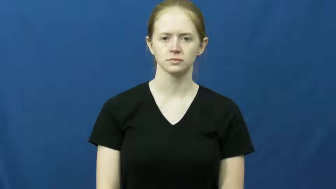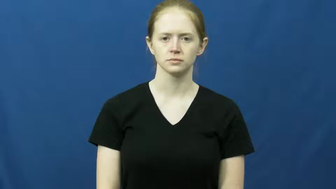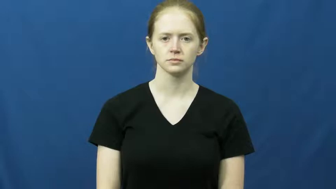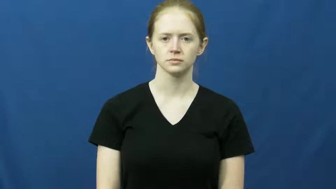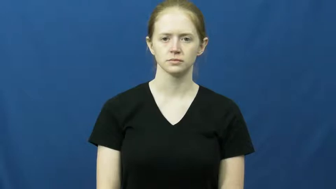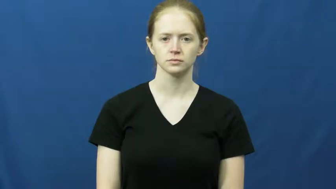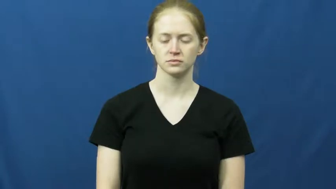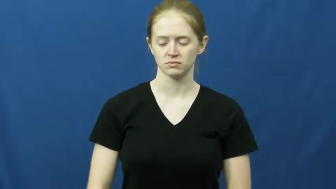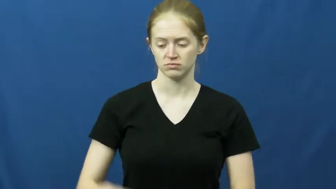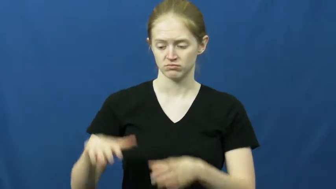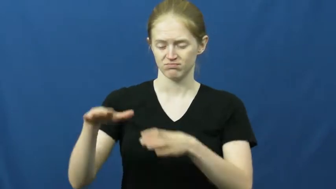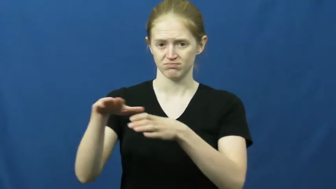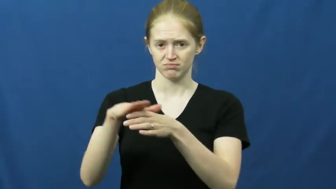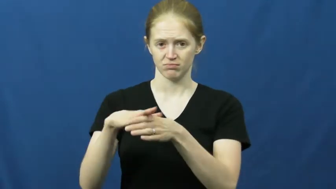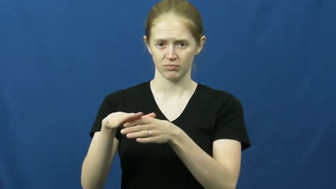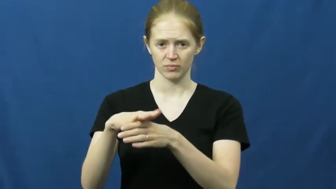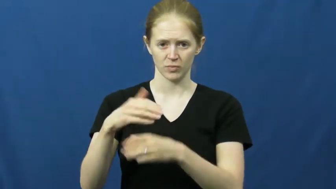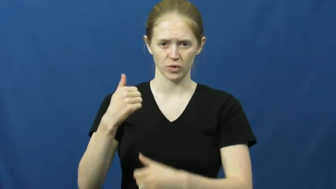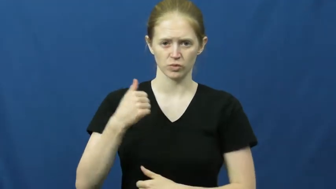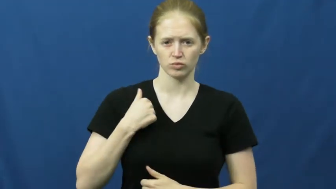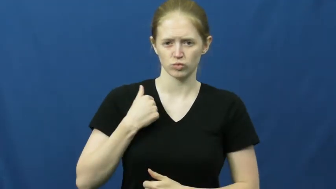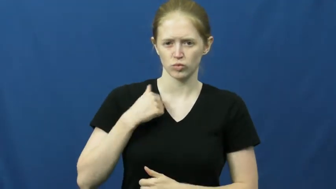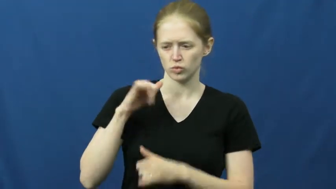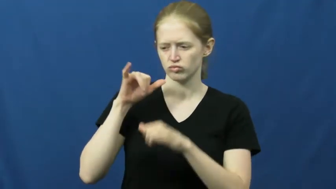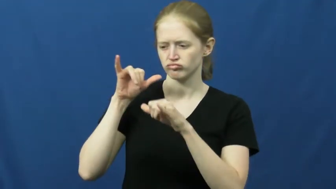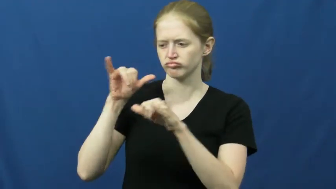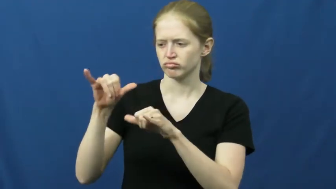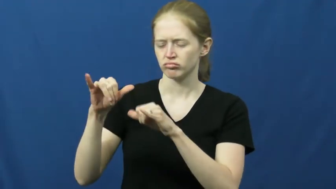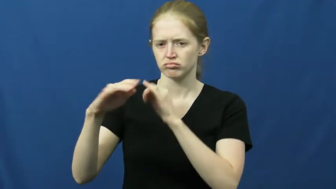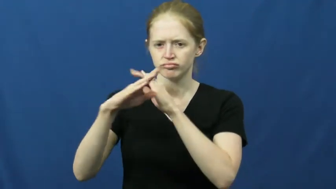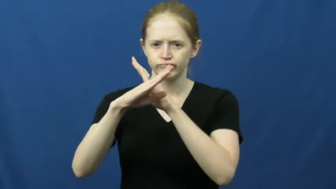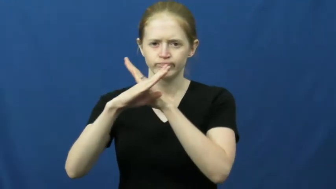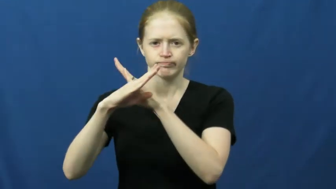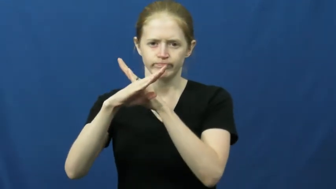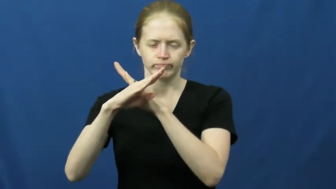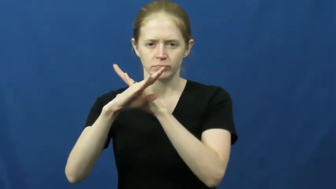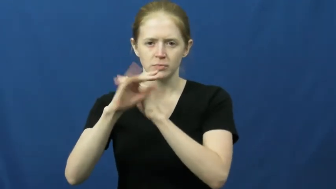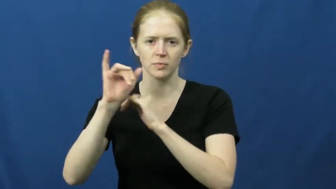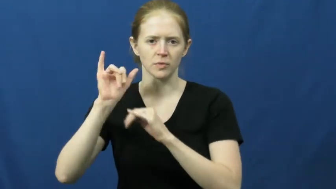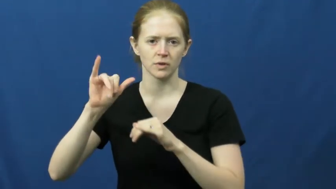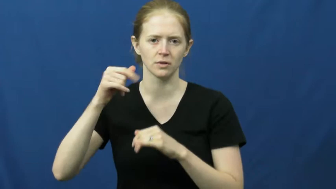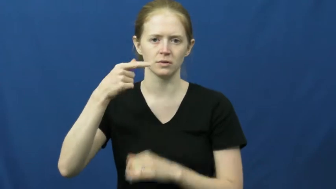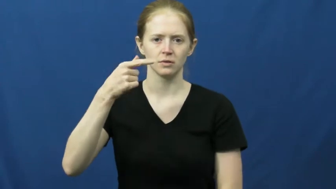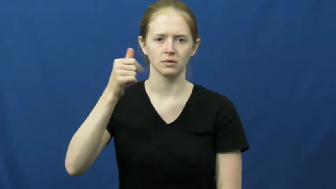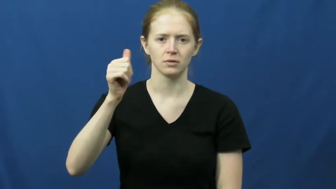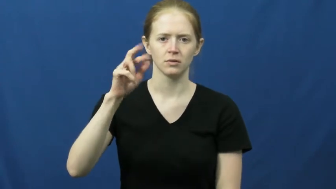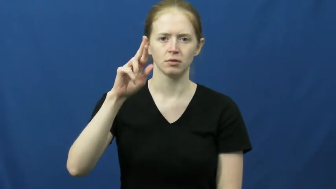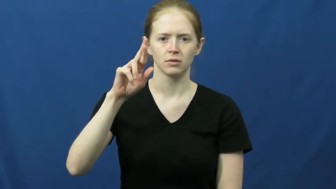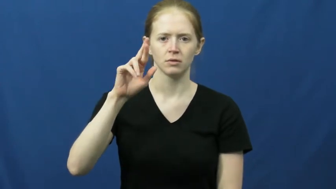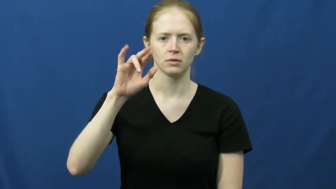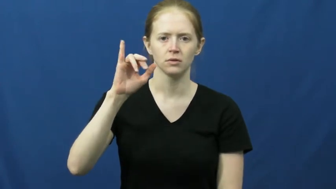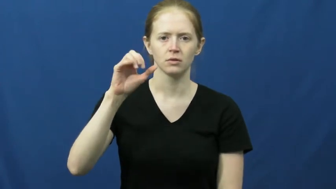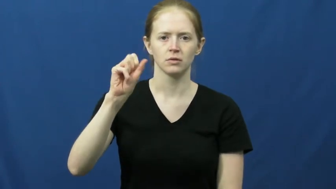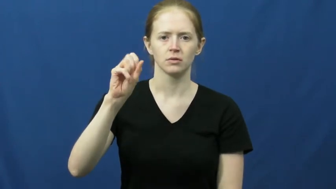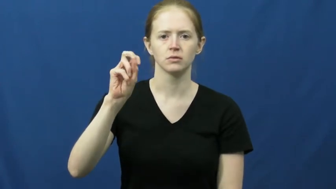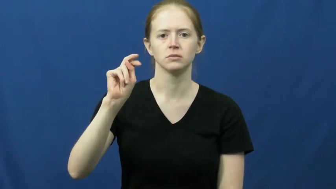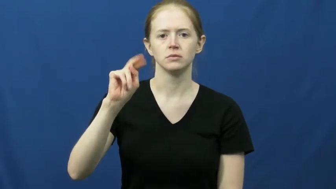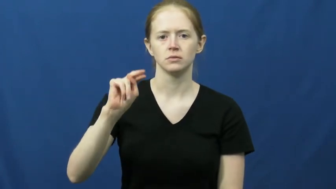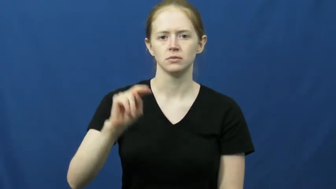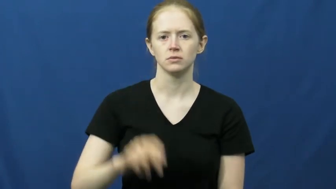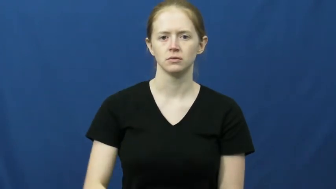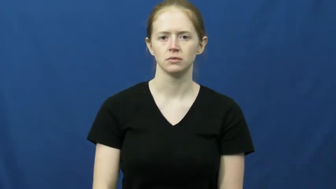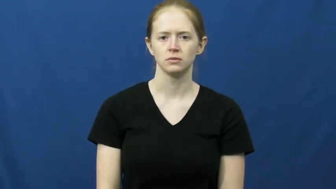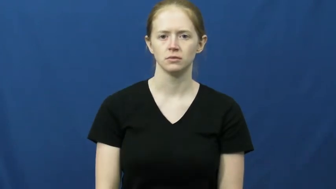garrison